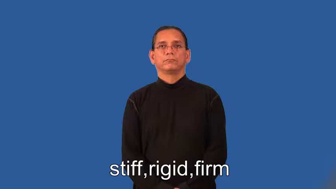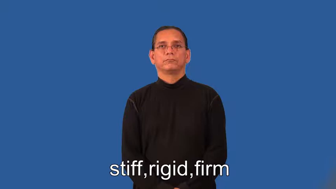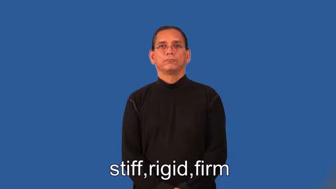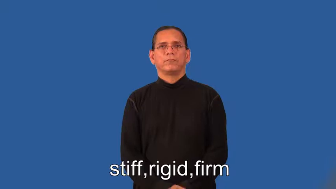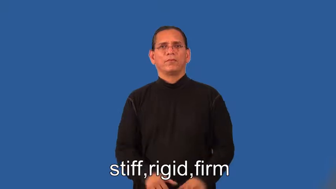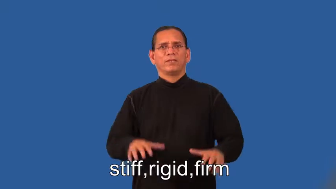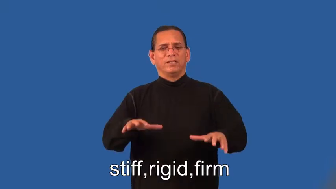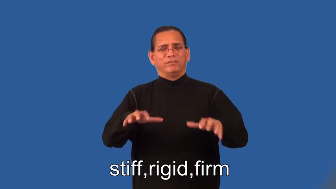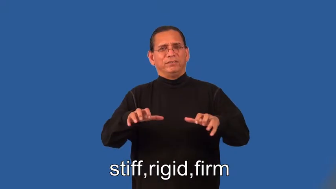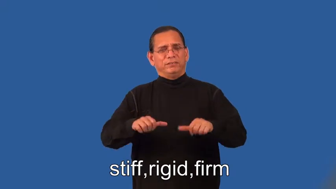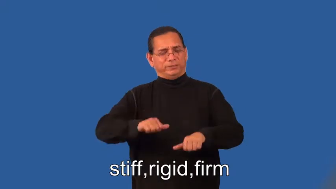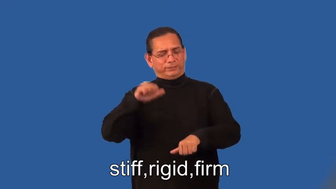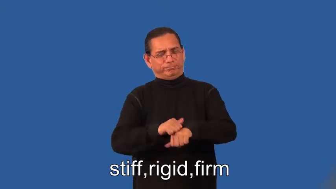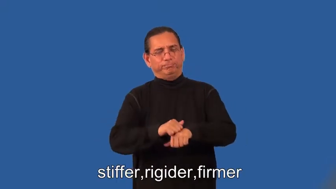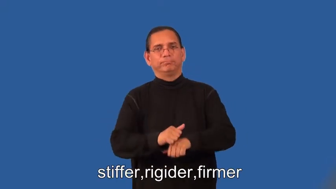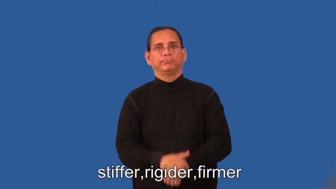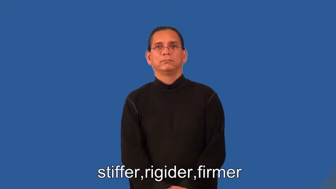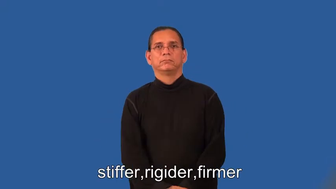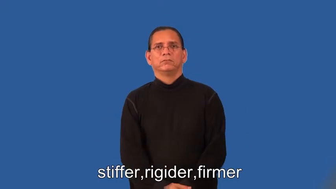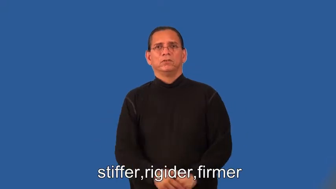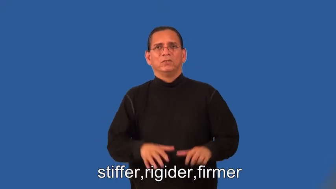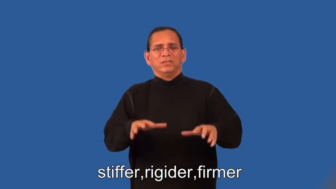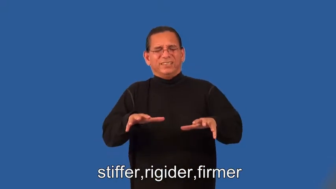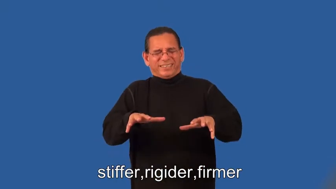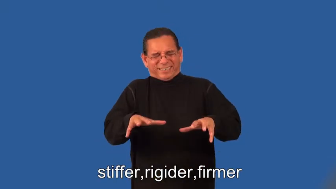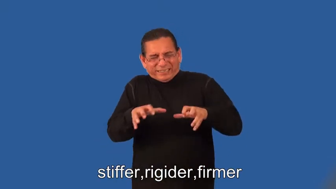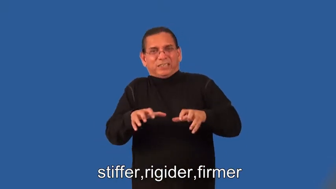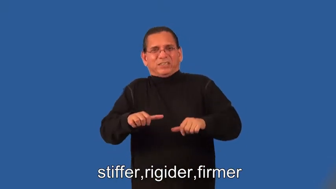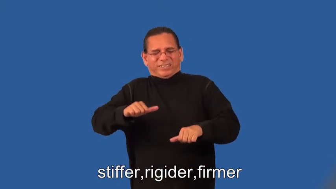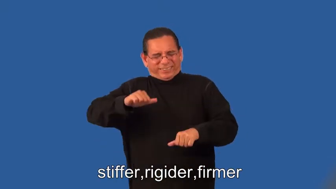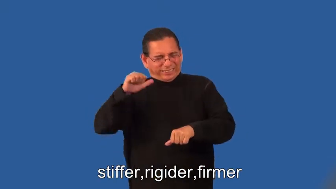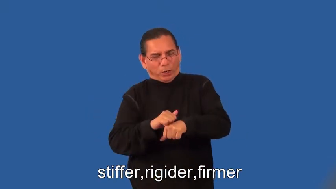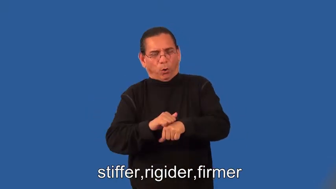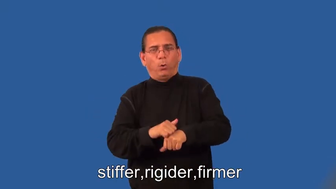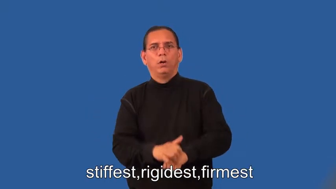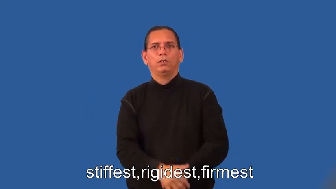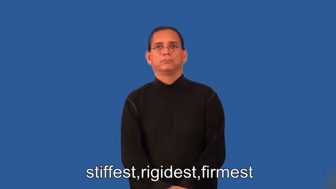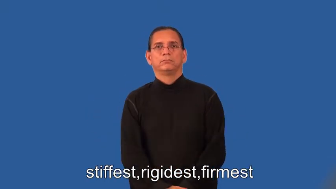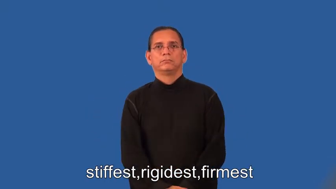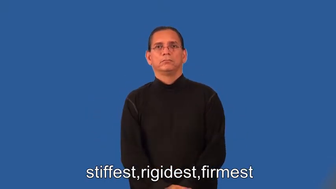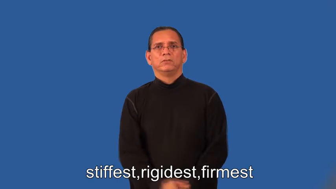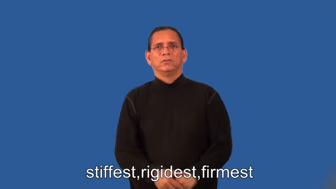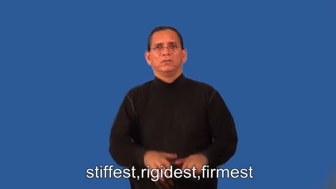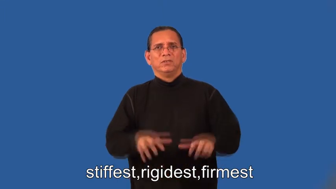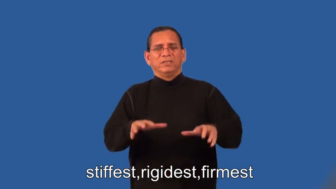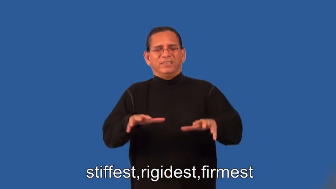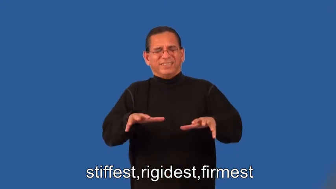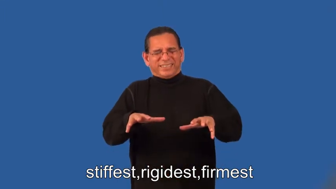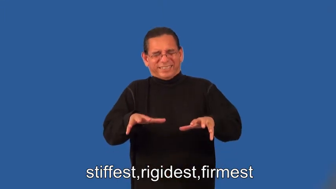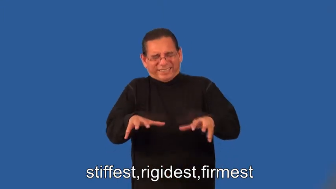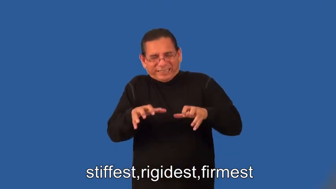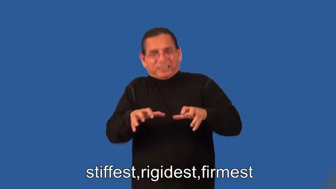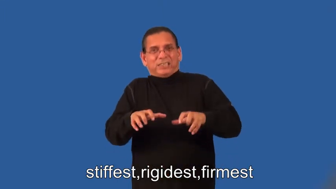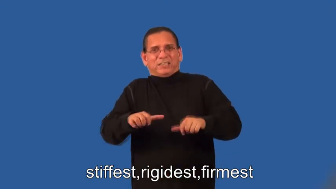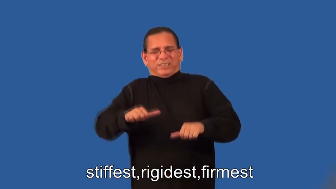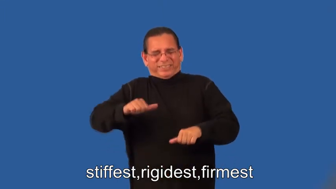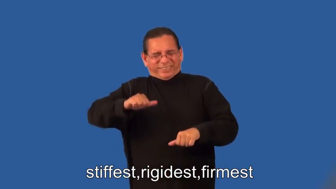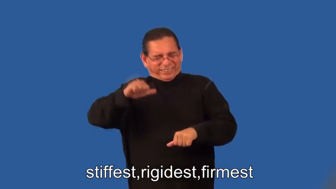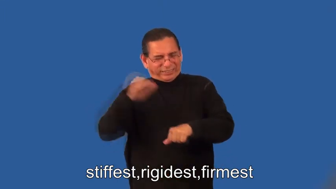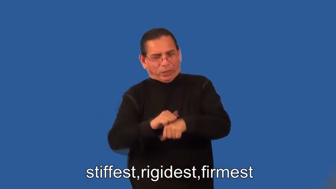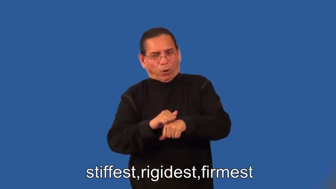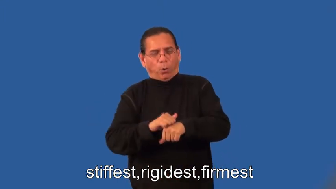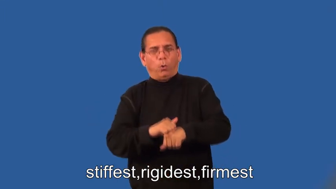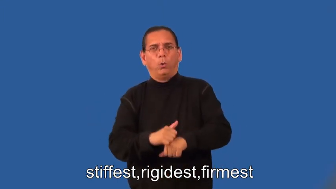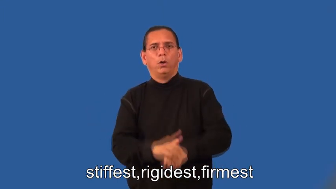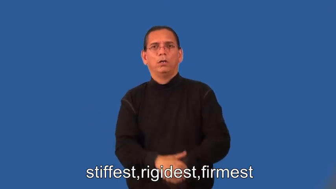stiffer,rigider,firmer,stiffest,rigidest,firmest